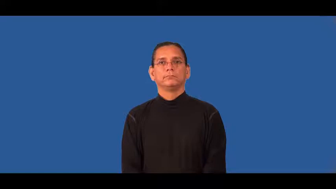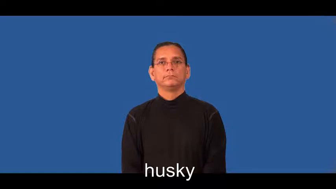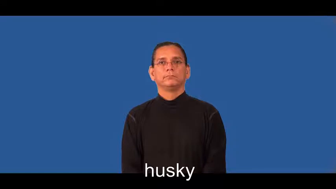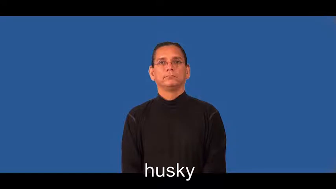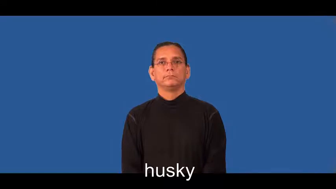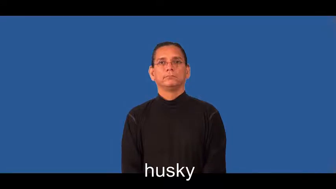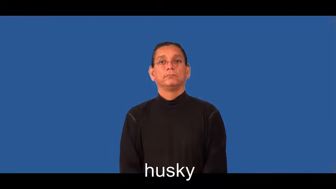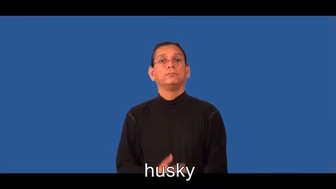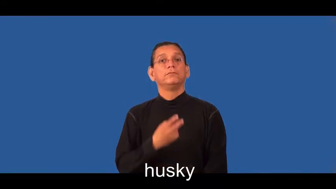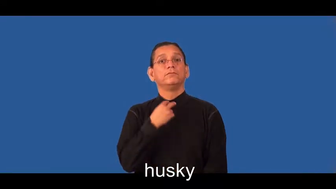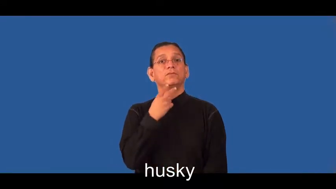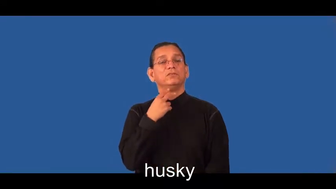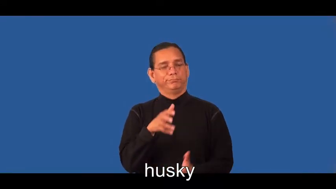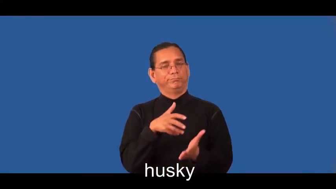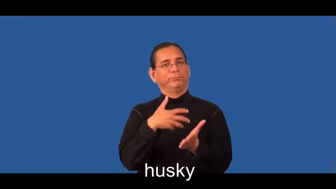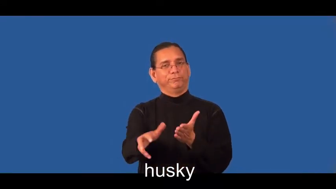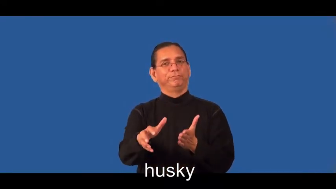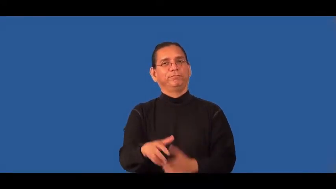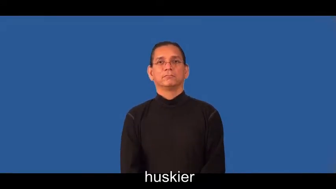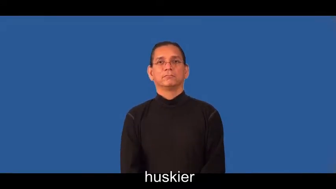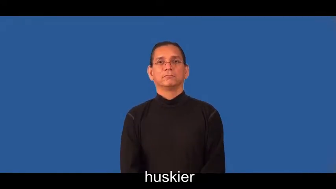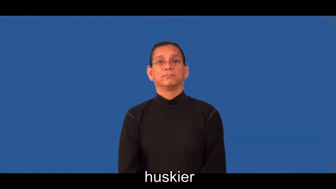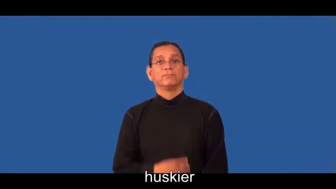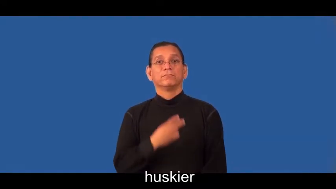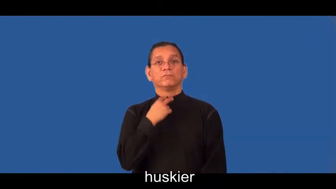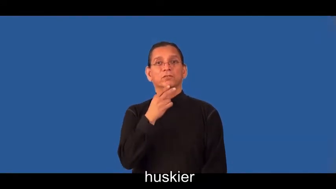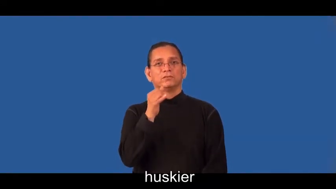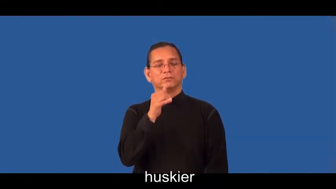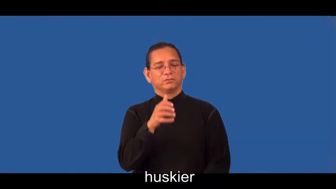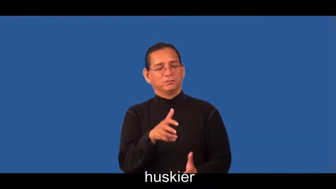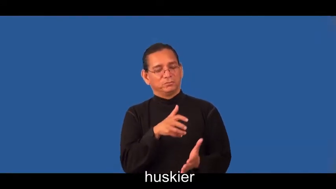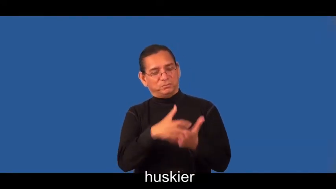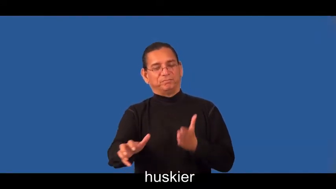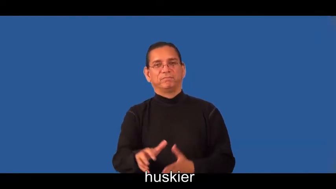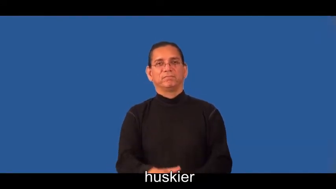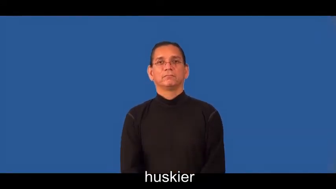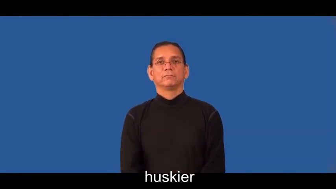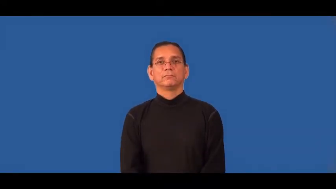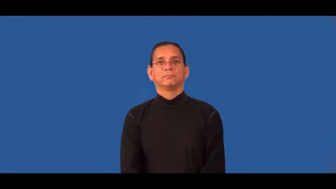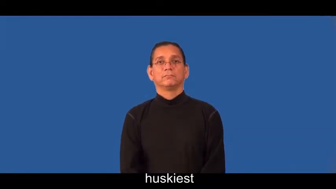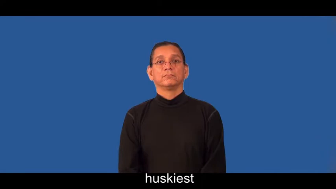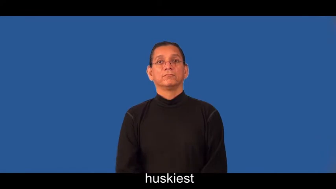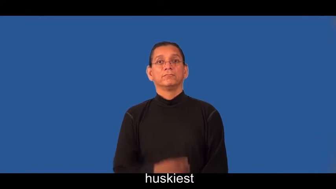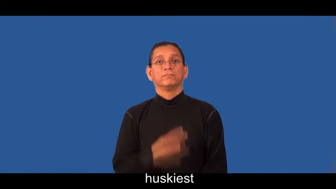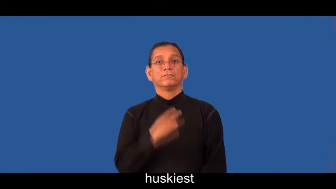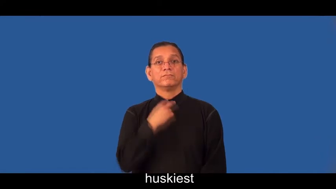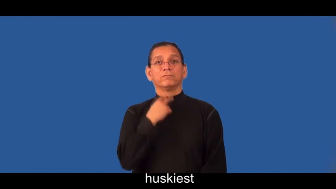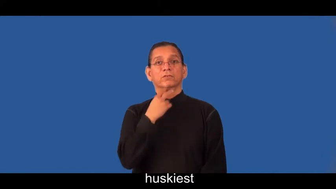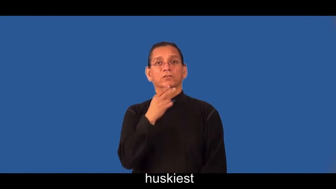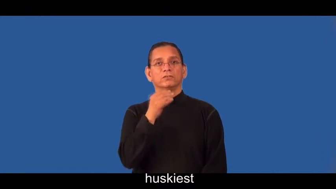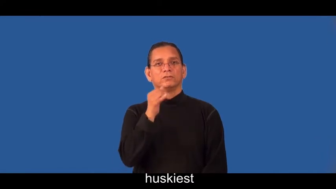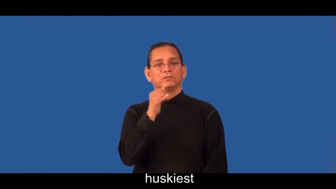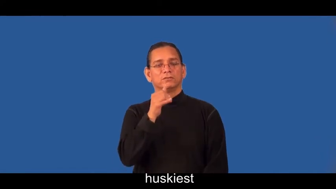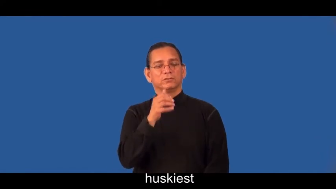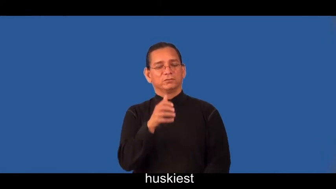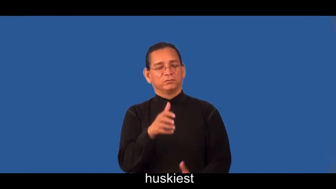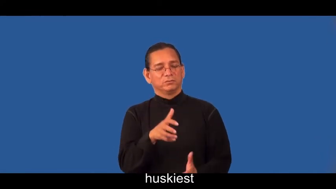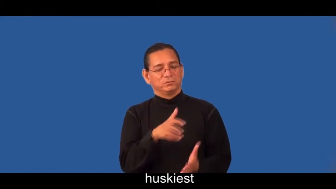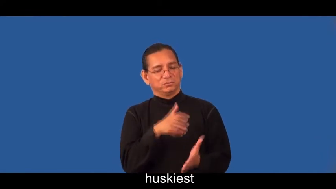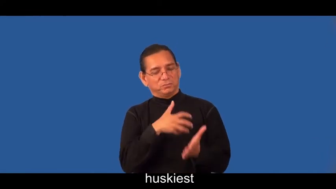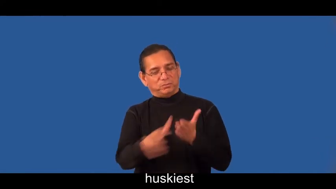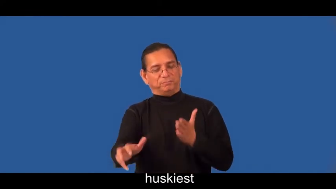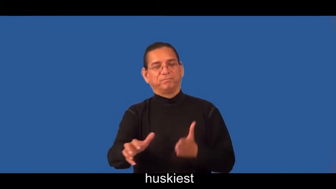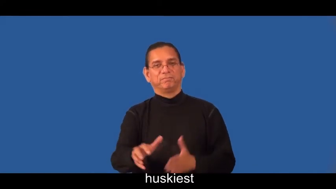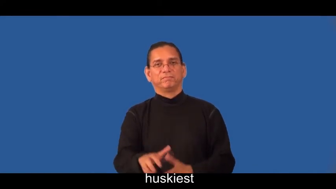huskier,huskiest-voice